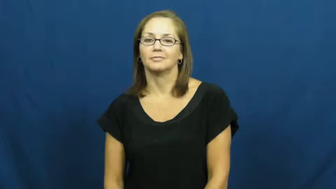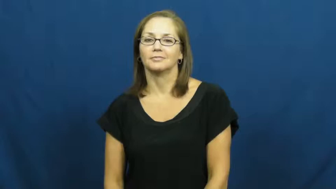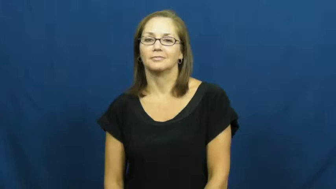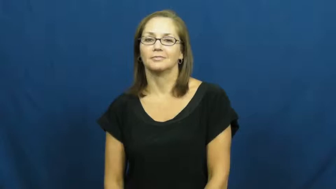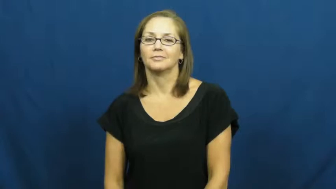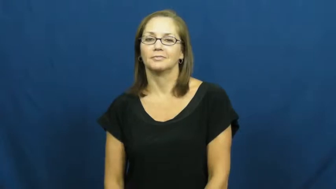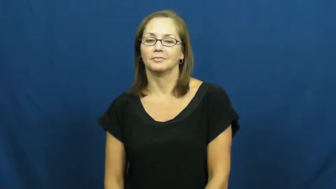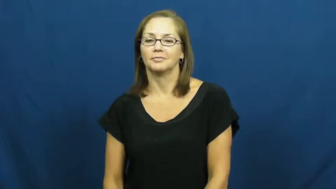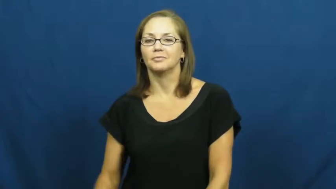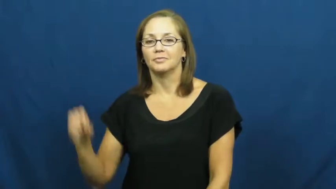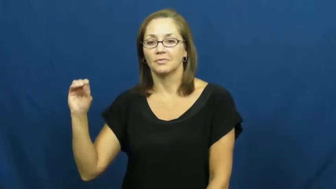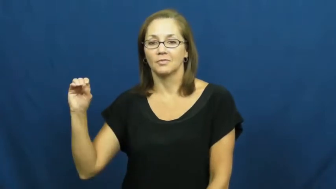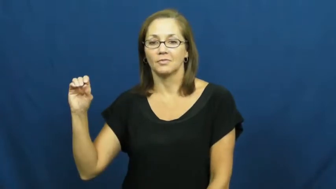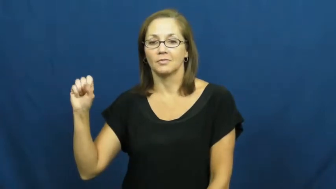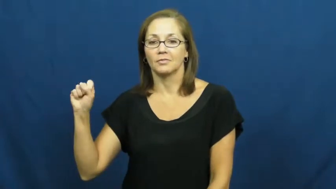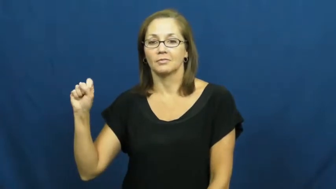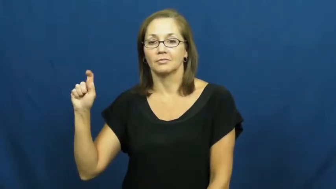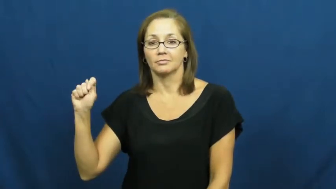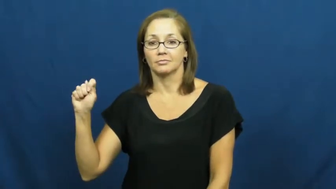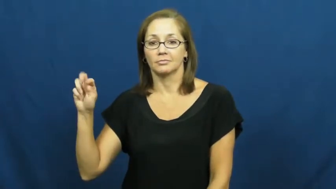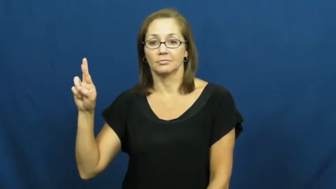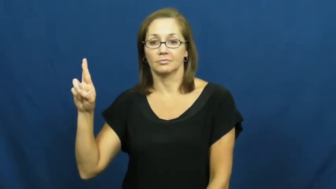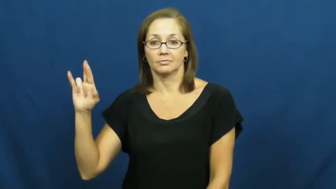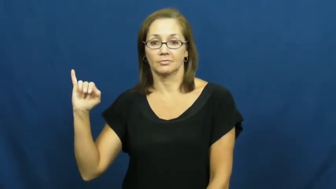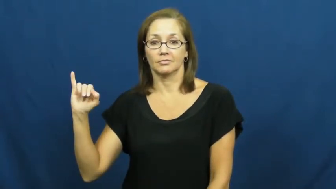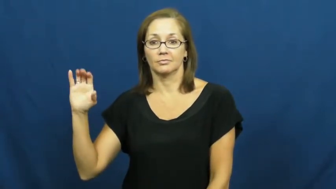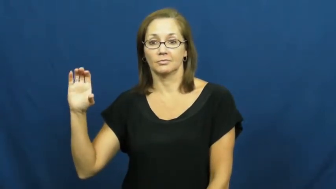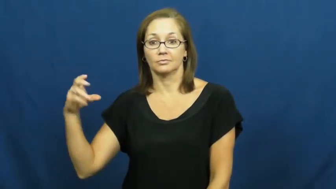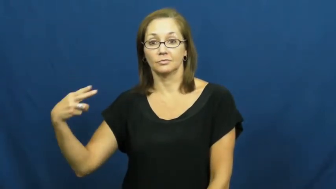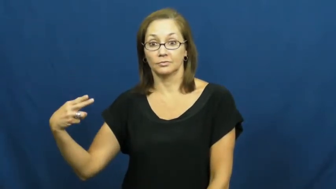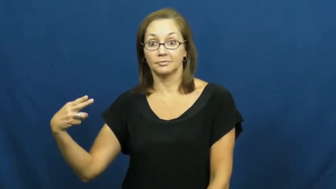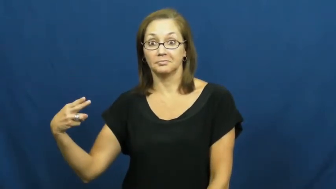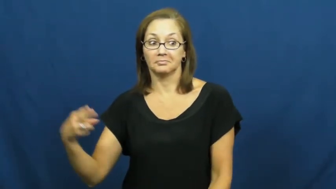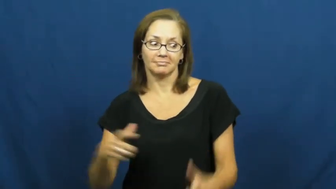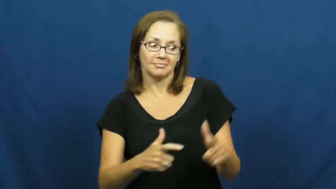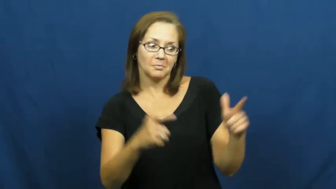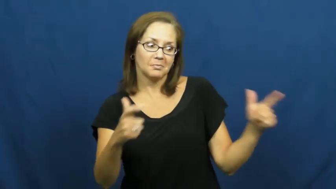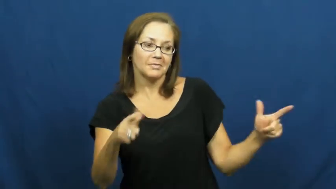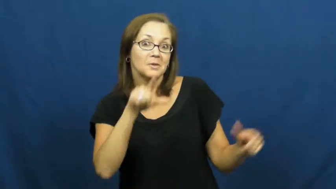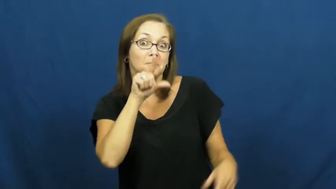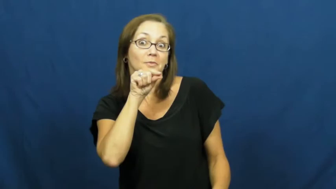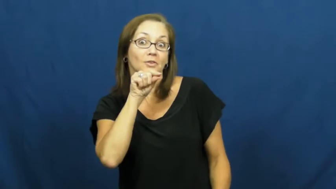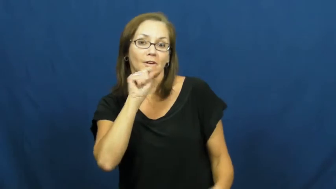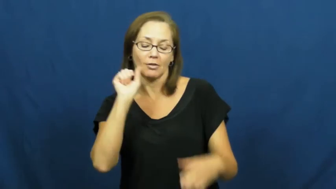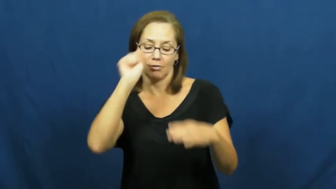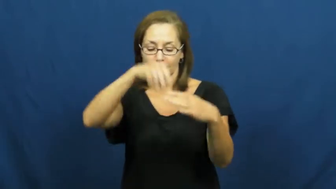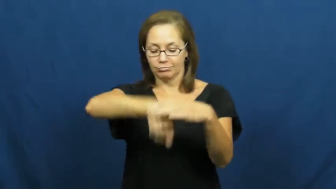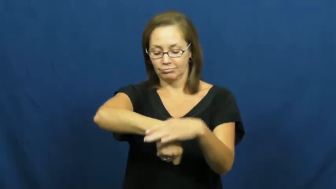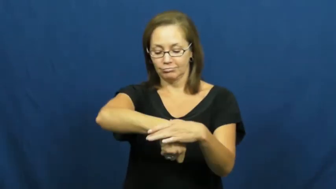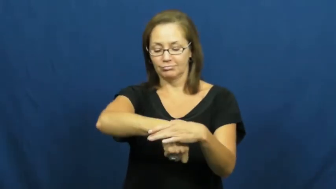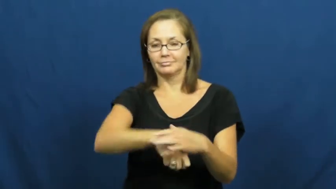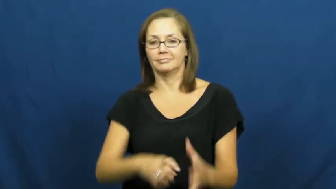ostrich